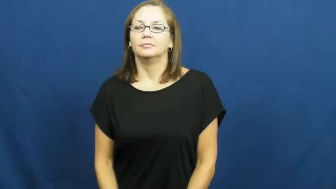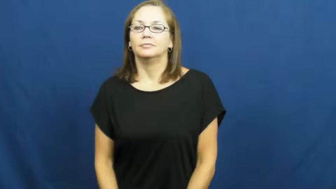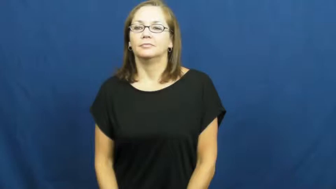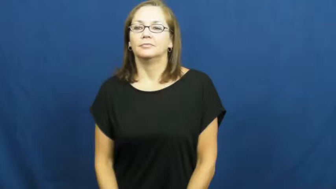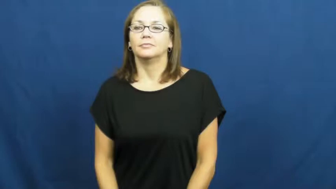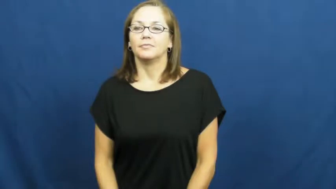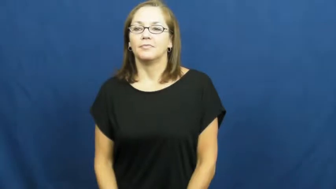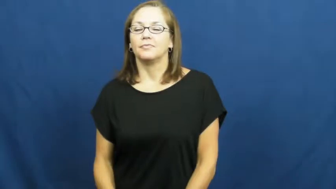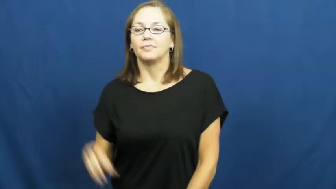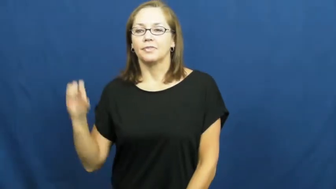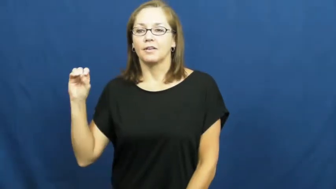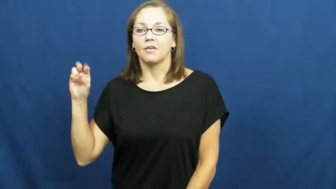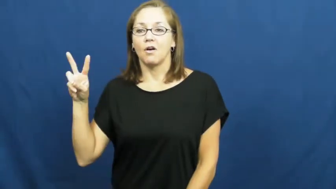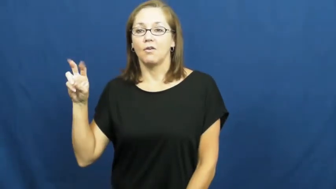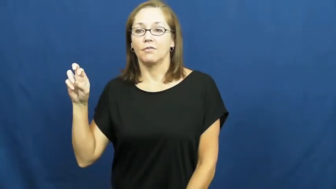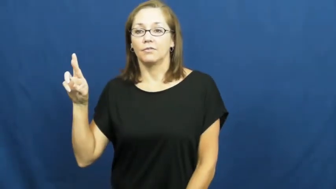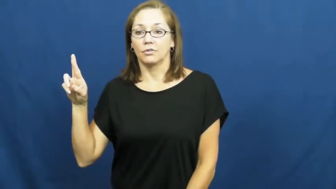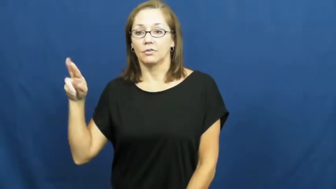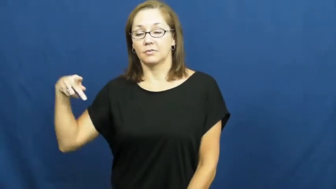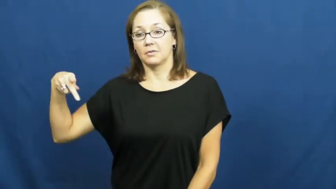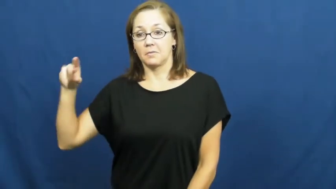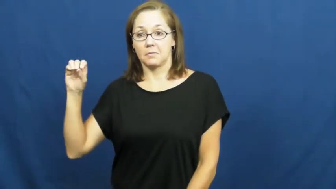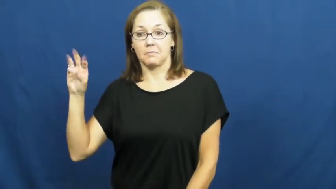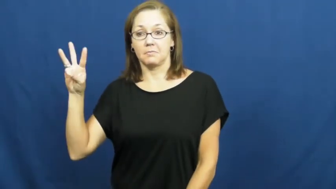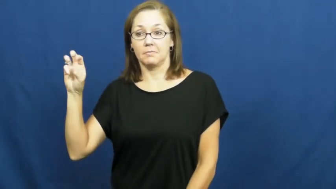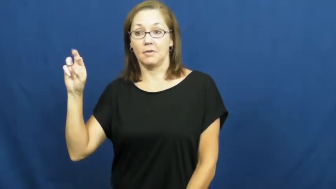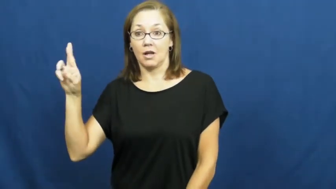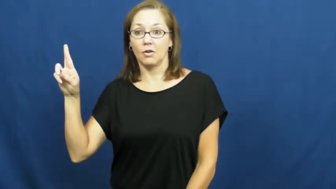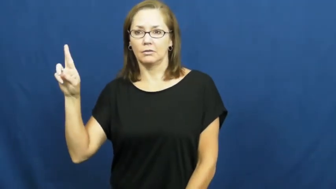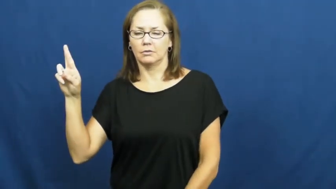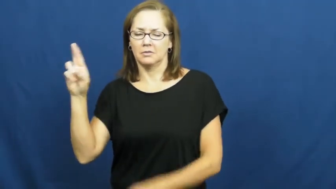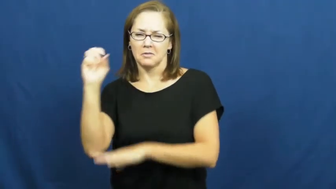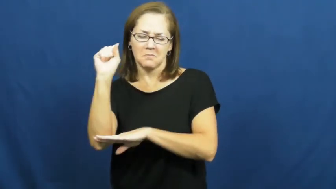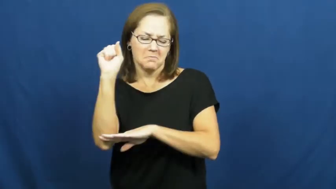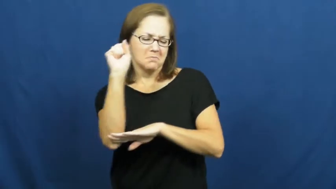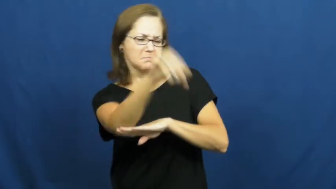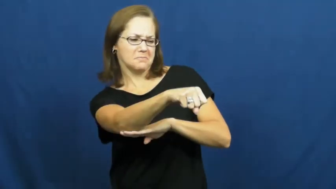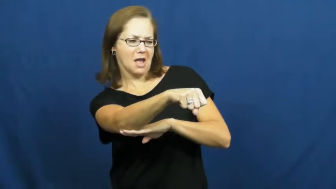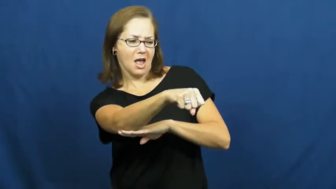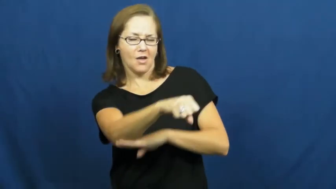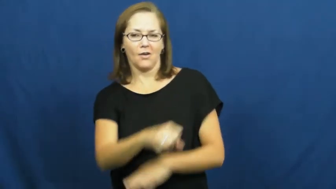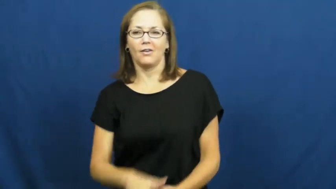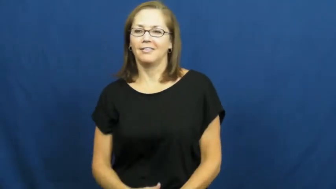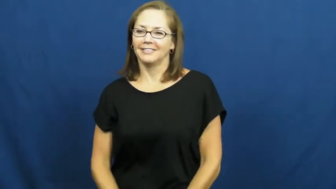overpower